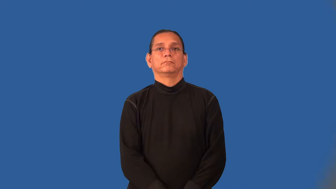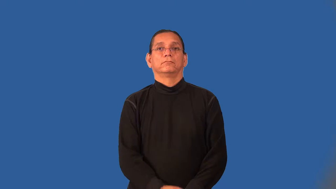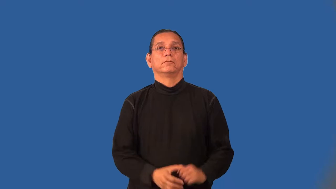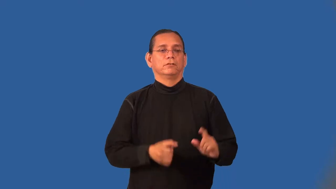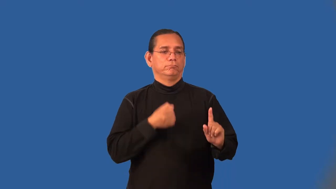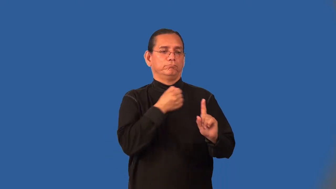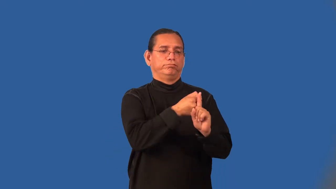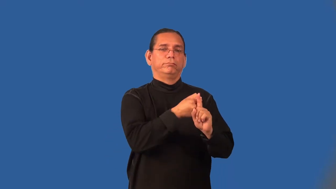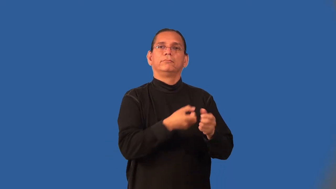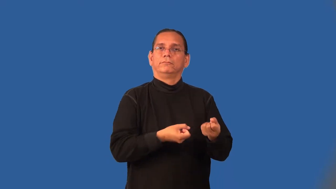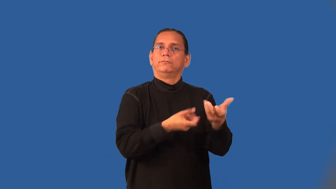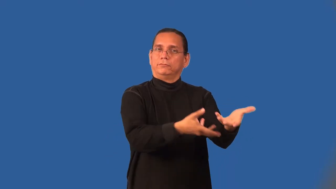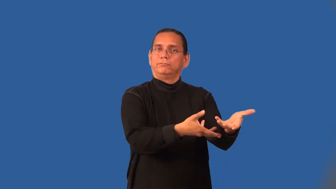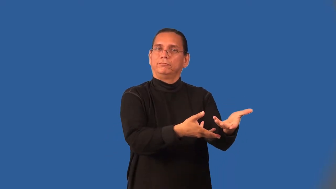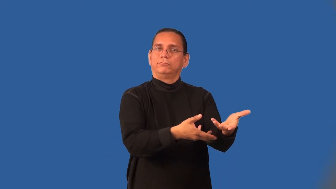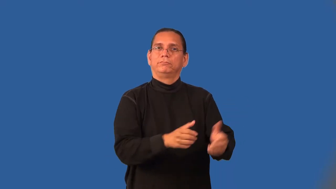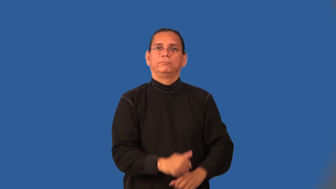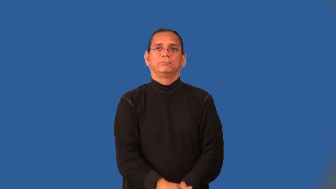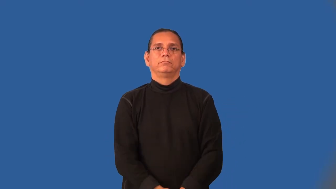outgrowth